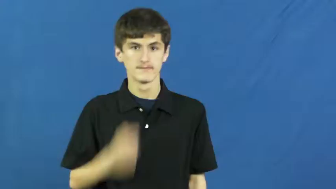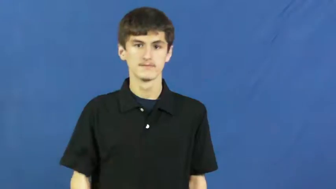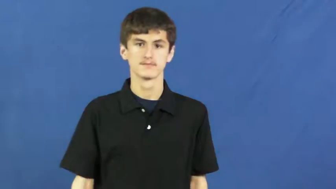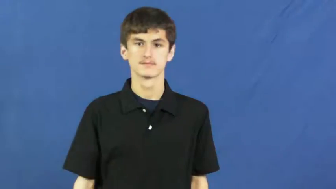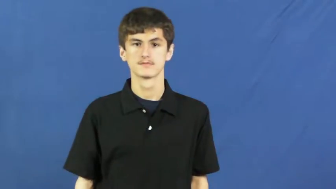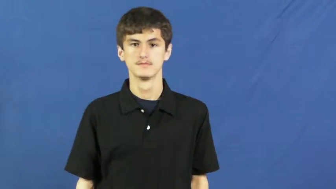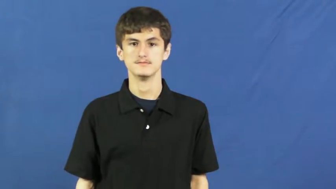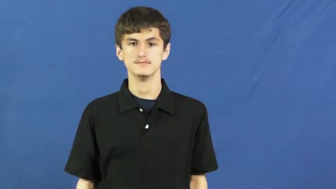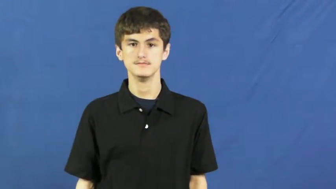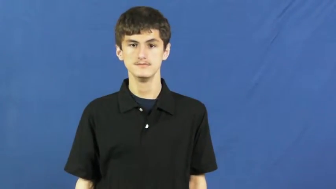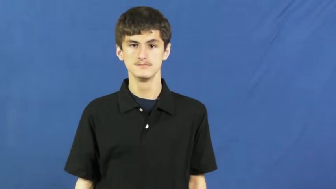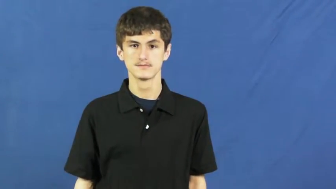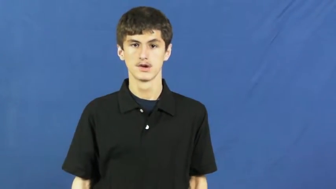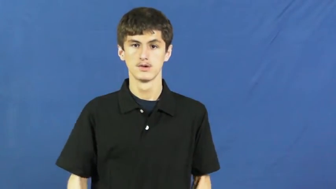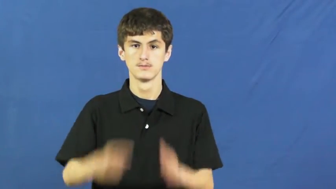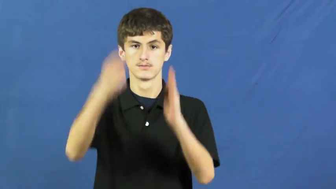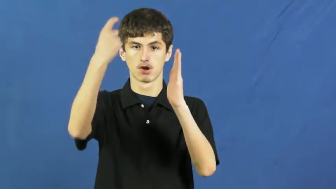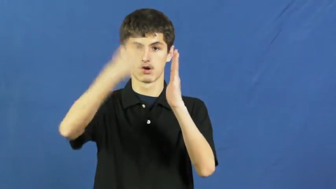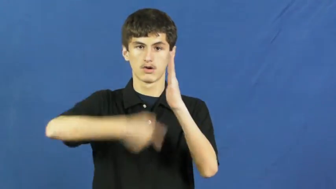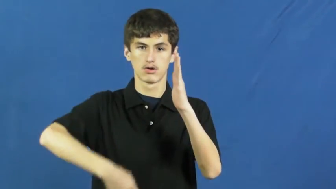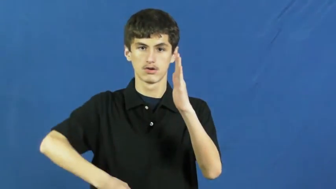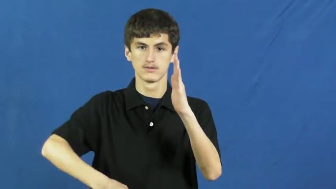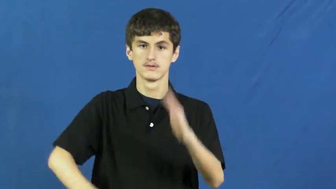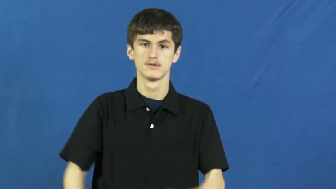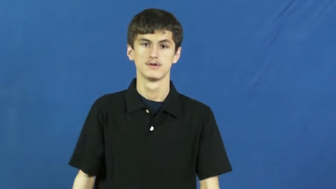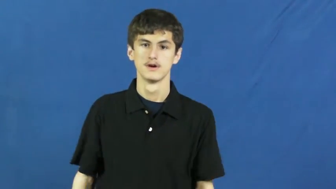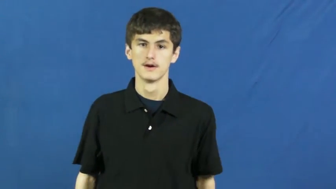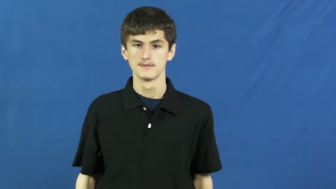run into-cost